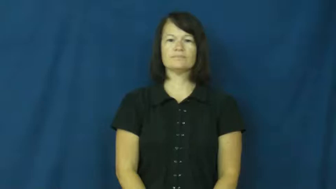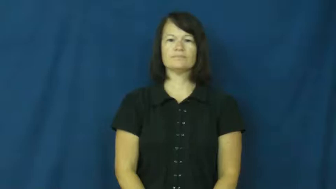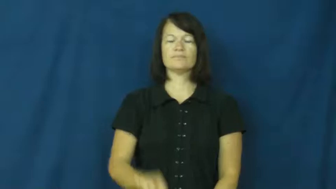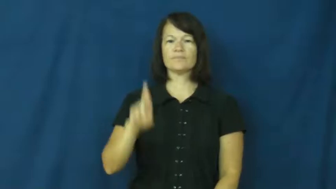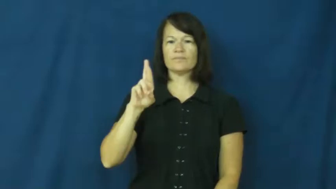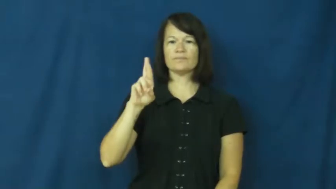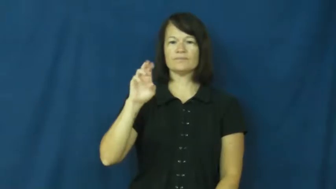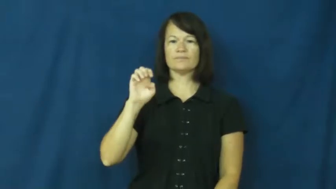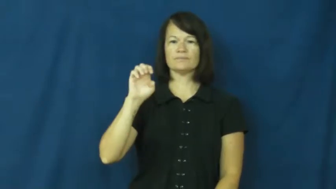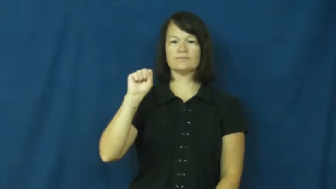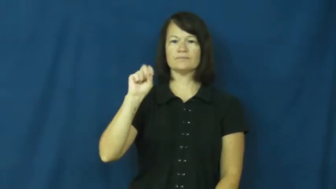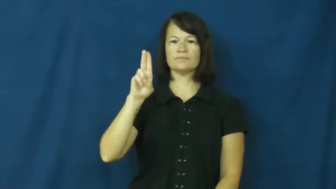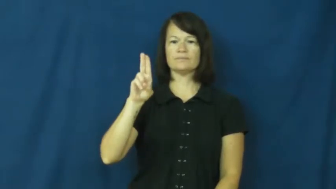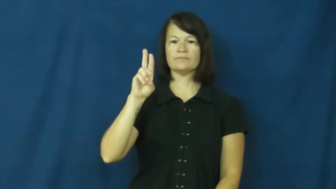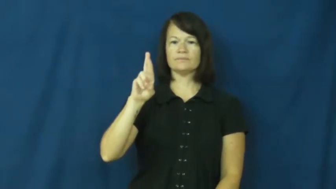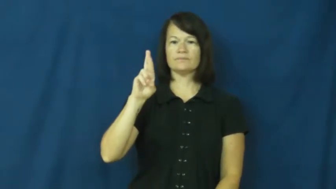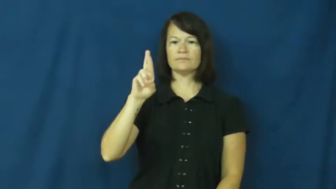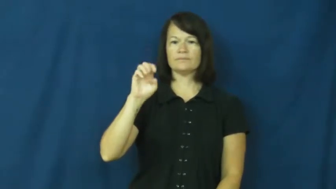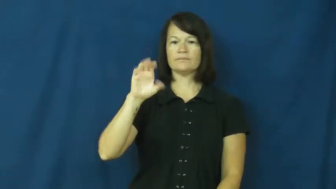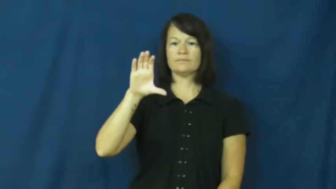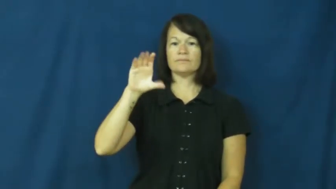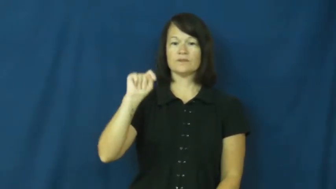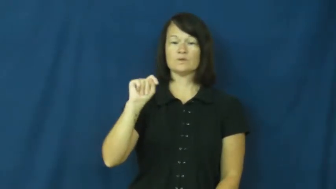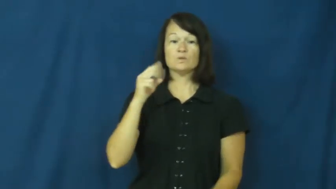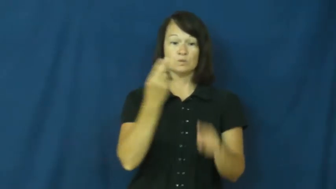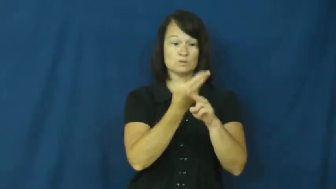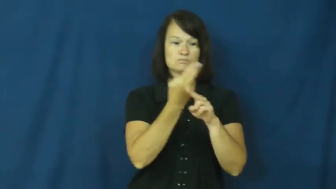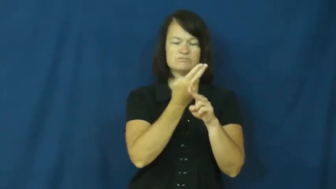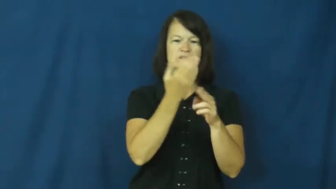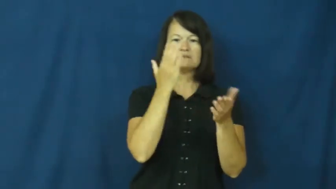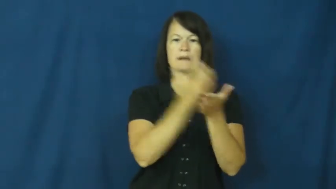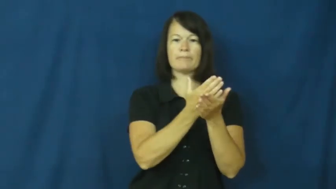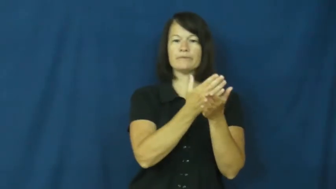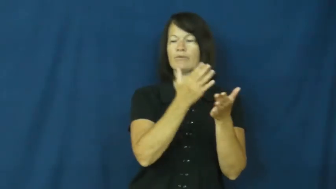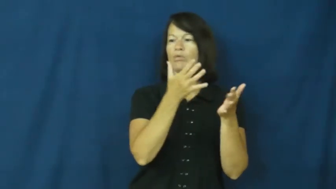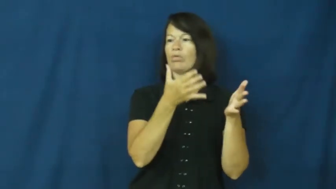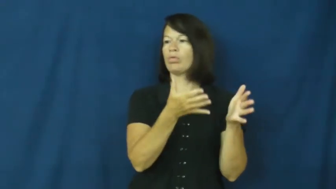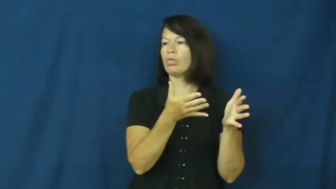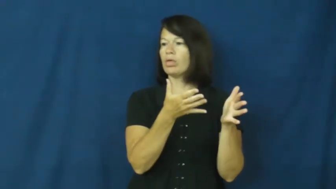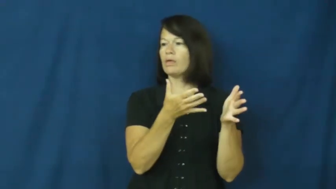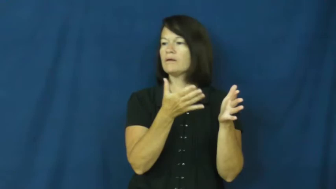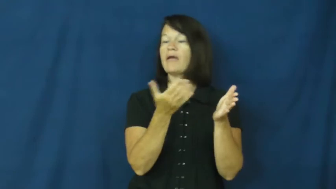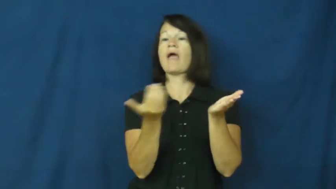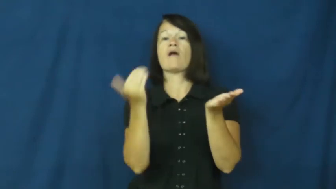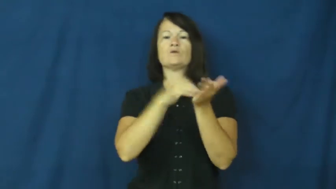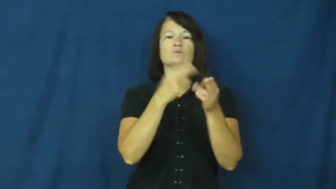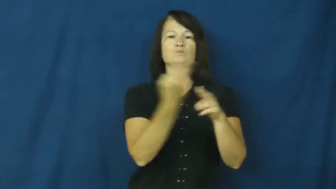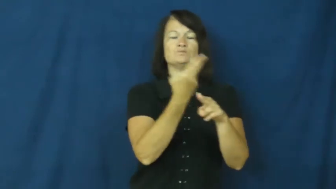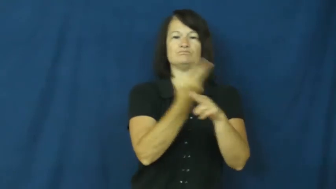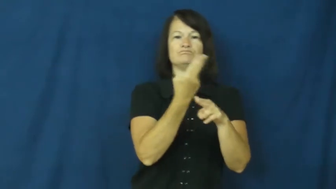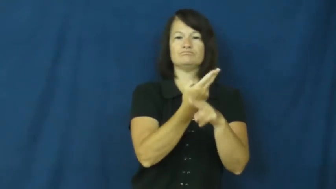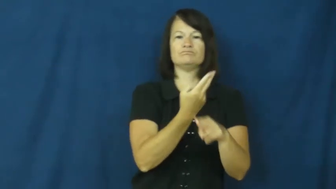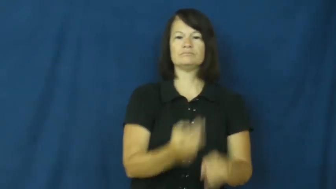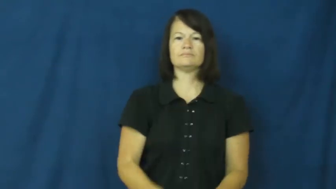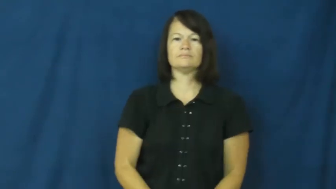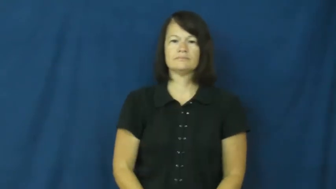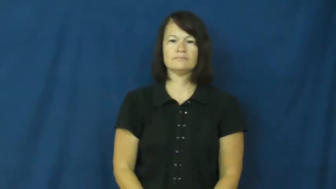resurrect-use again